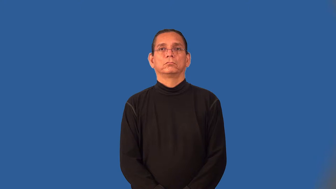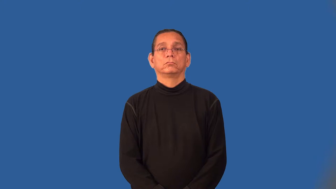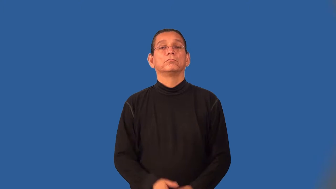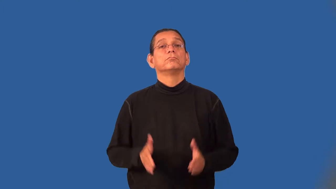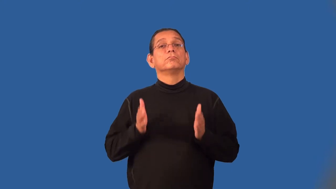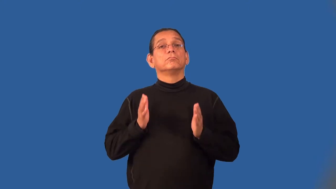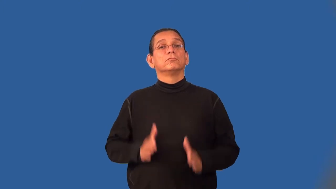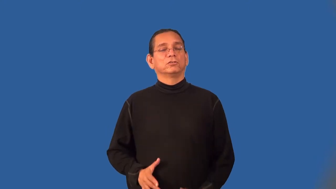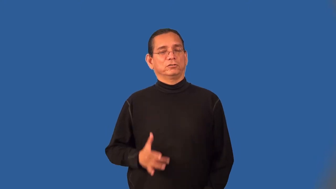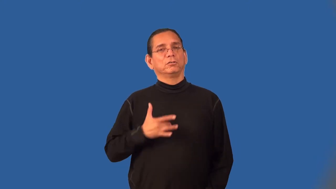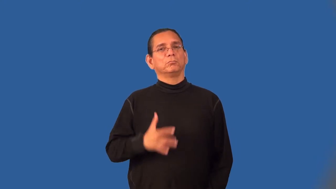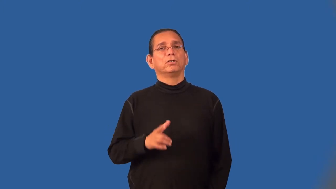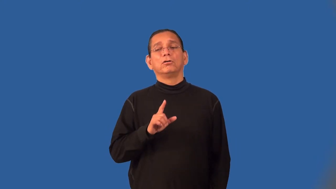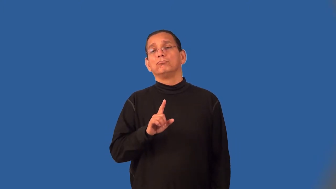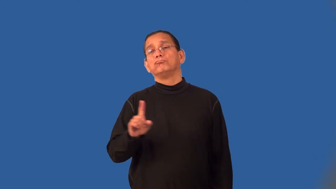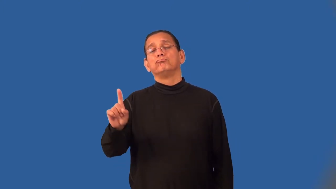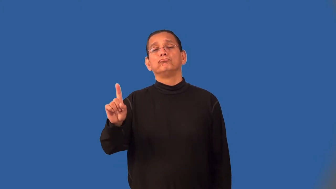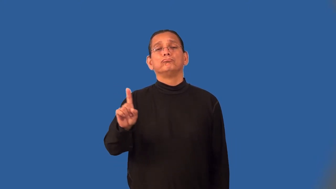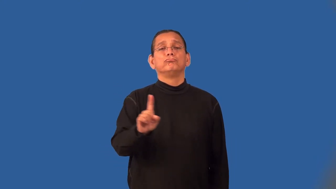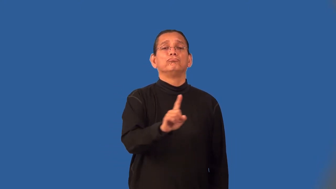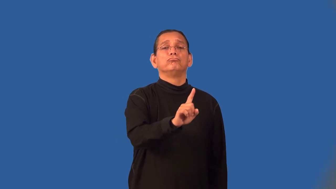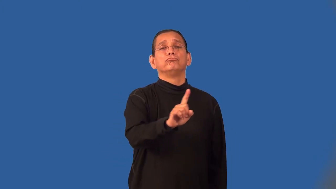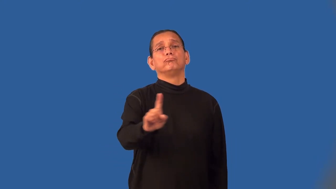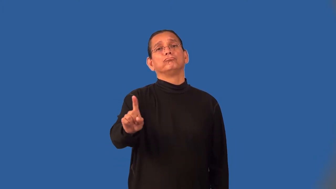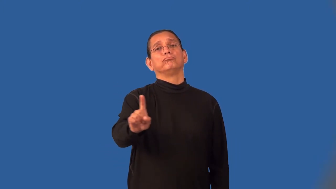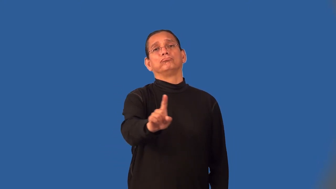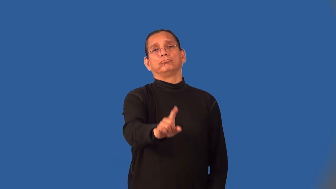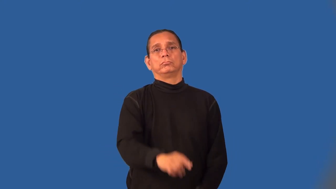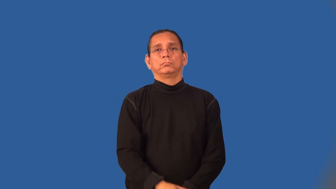wanderer,wayfarer